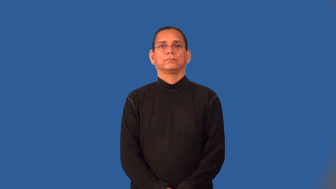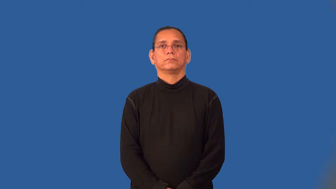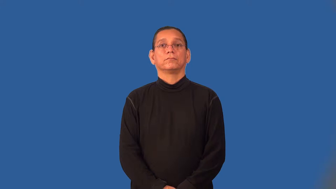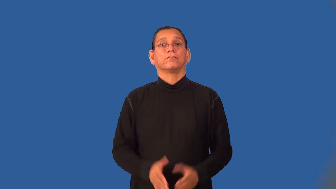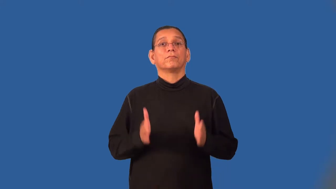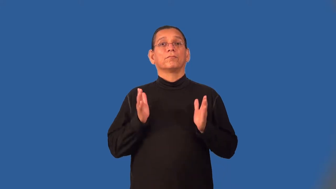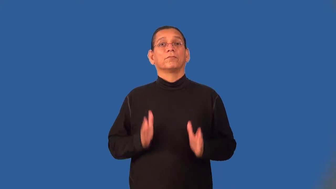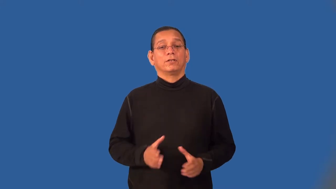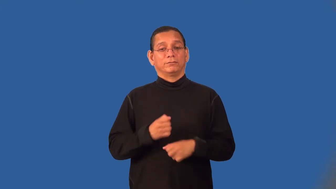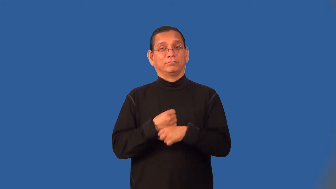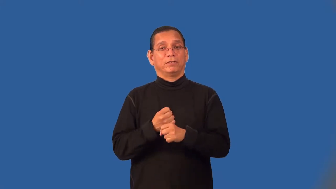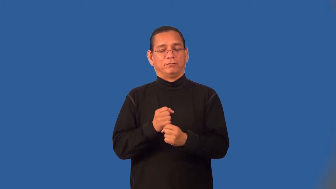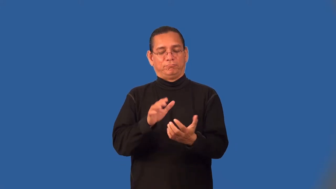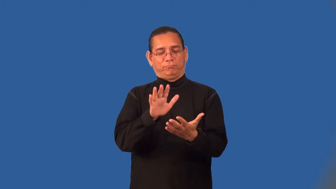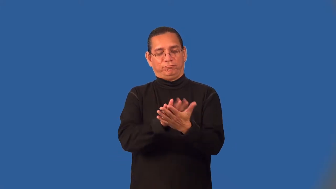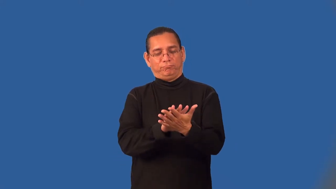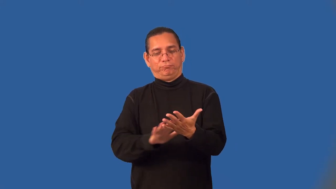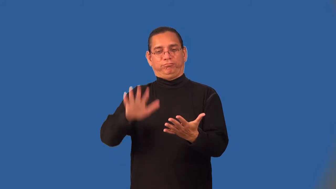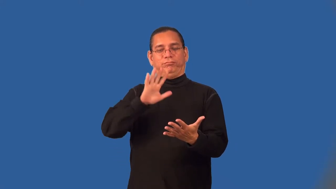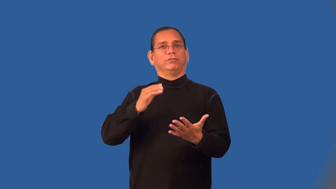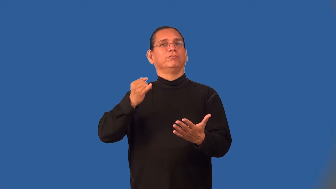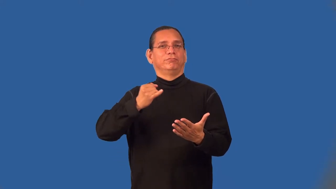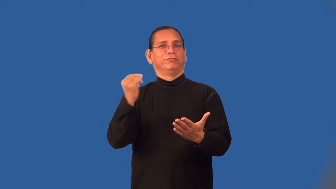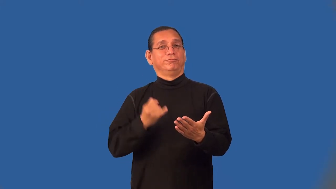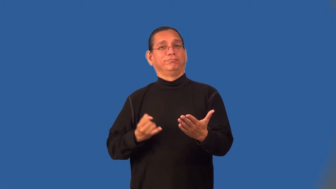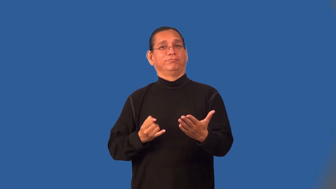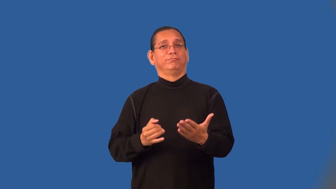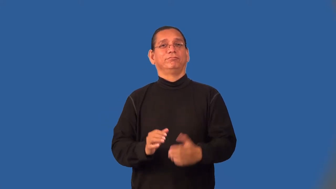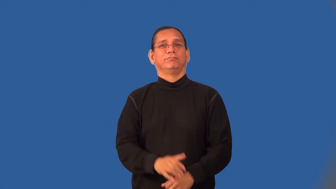surrealist